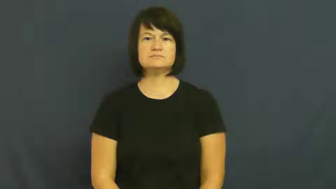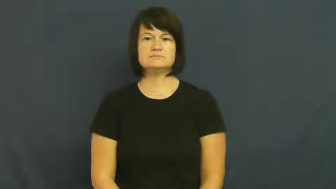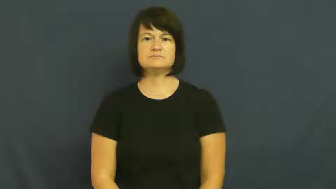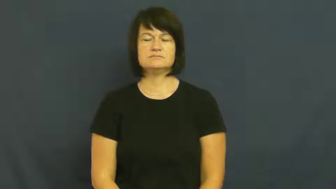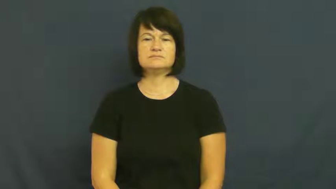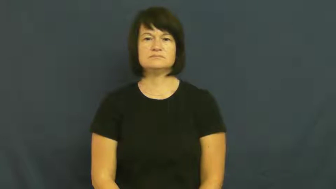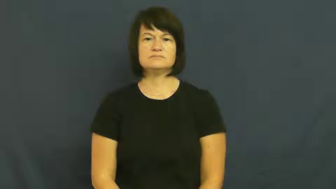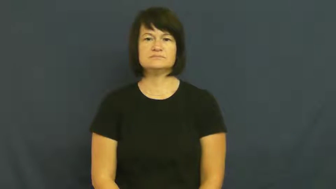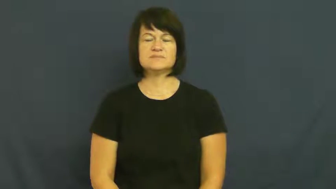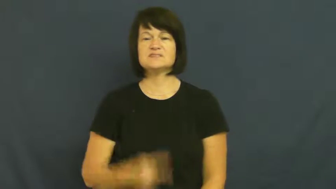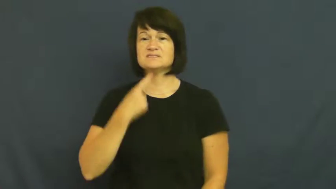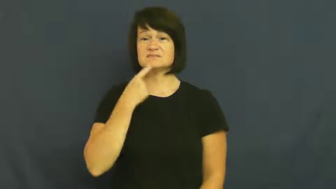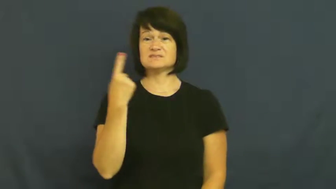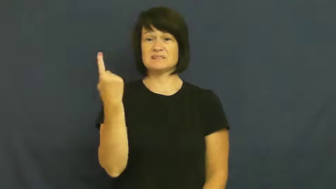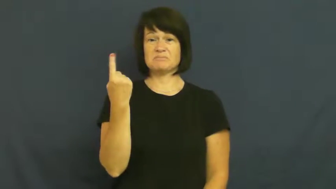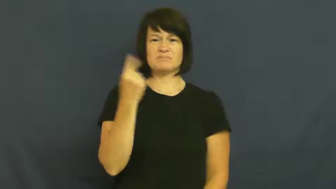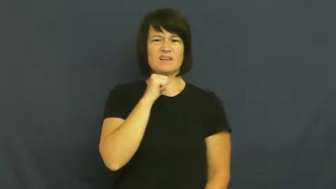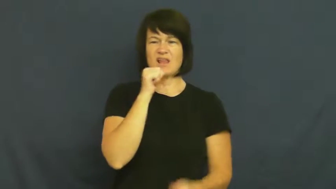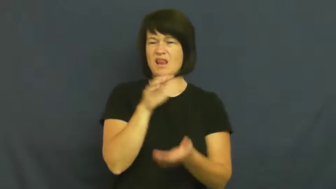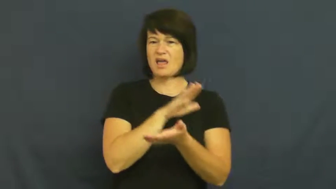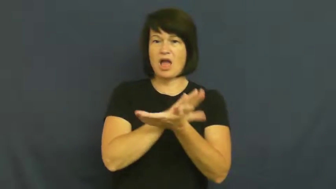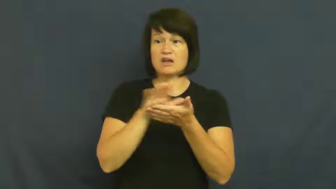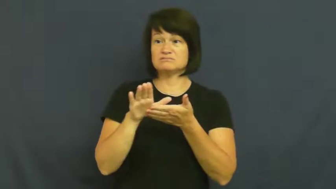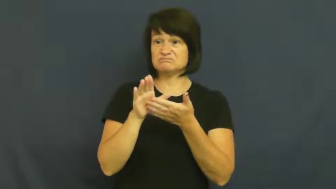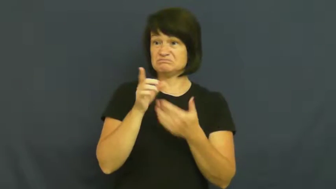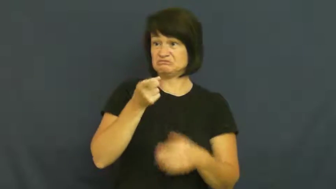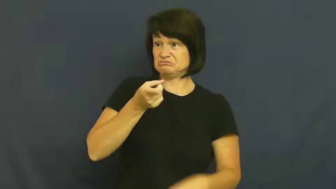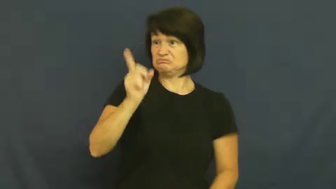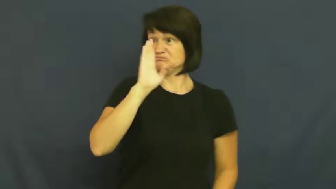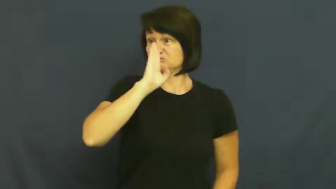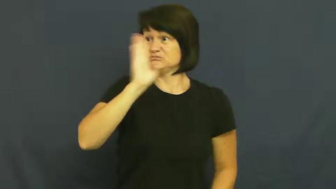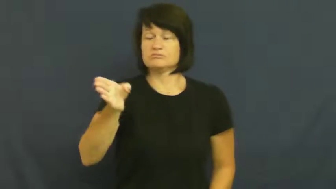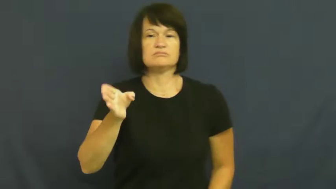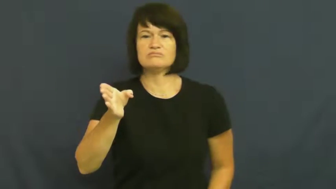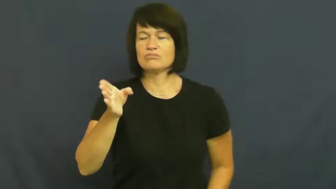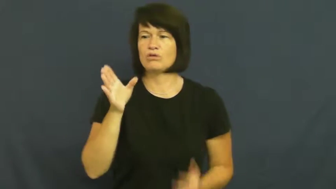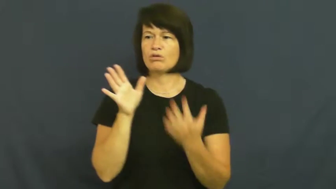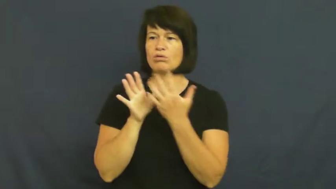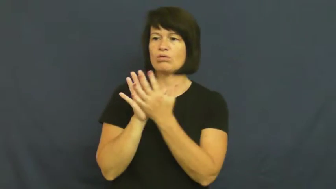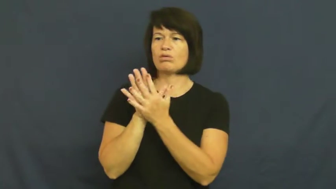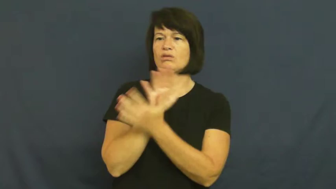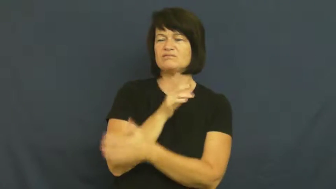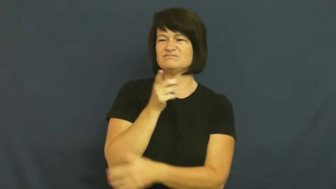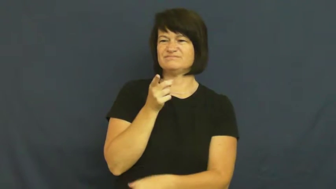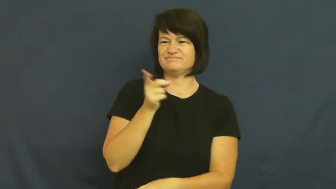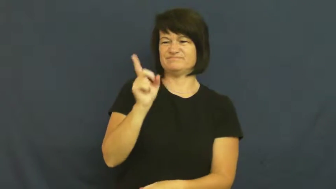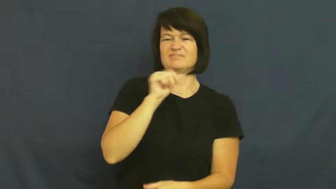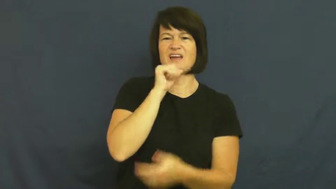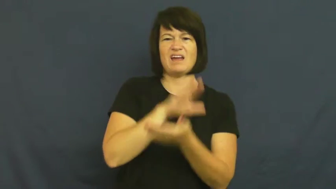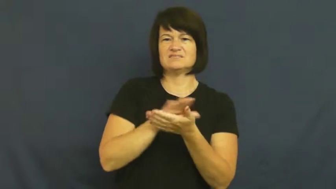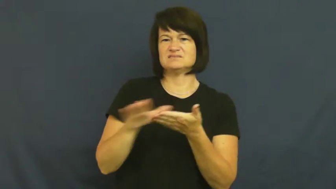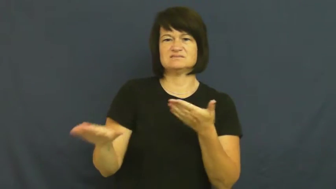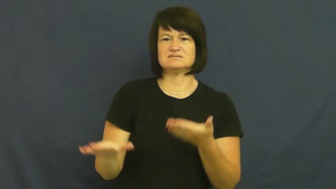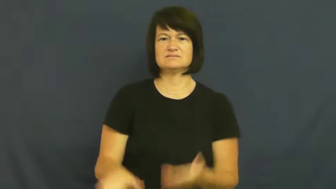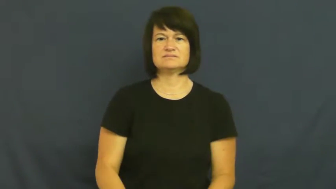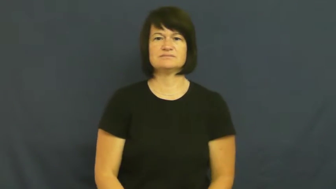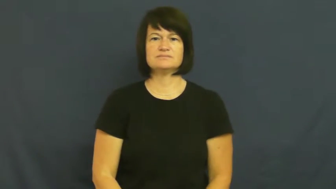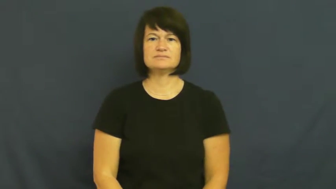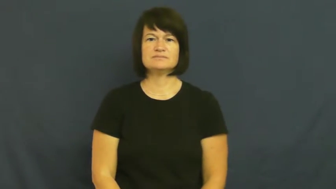insinuate,get at